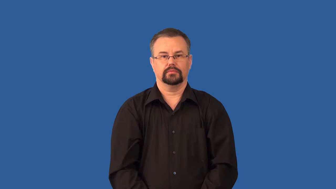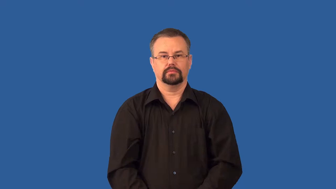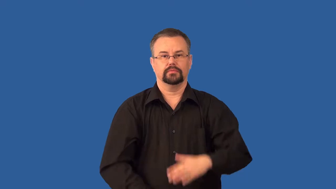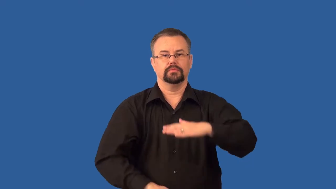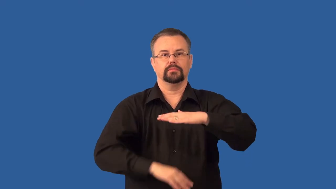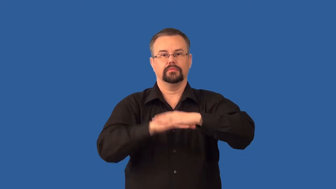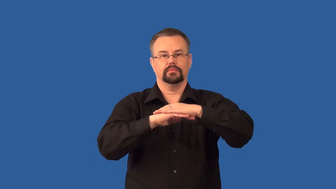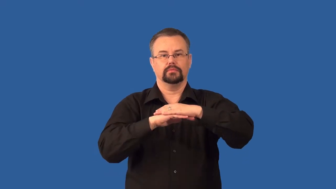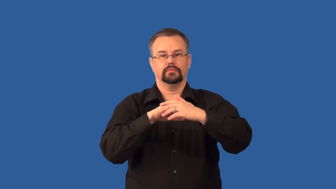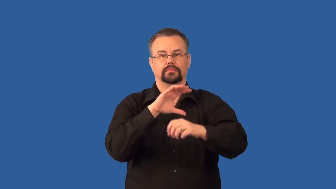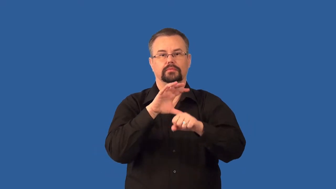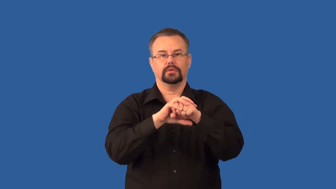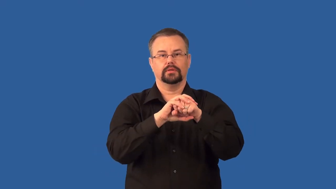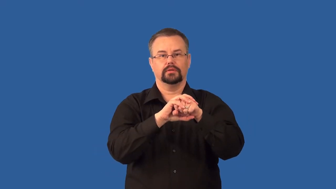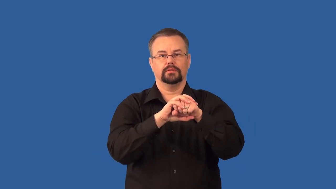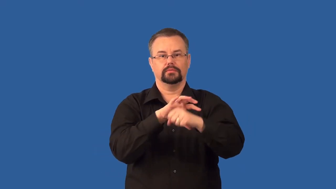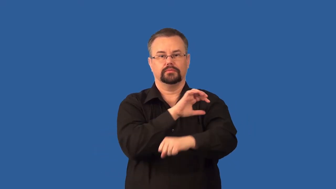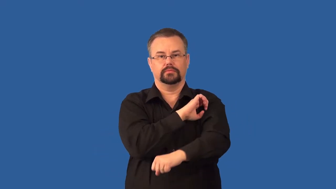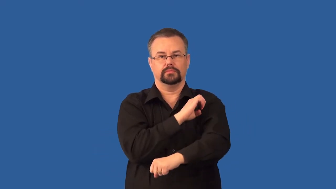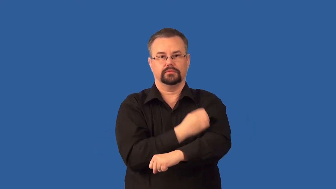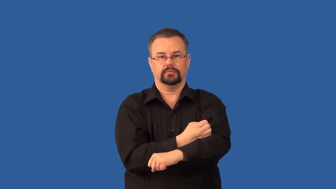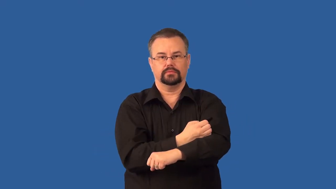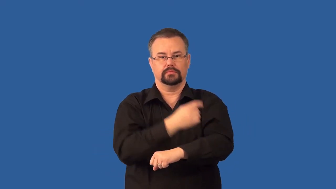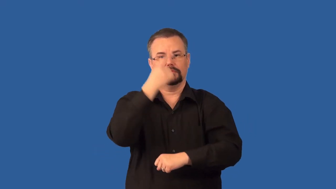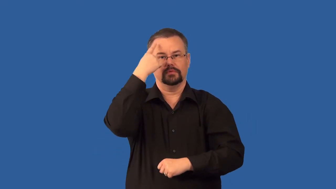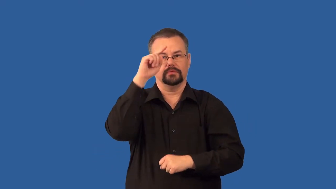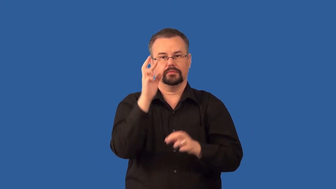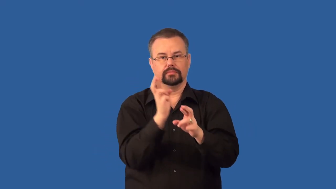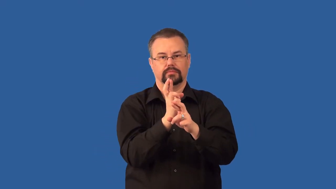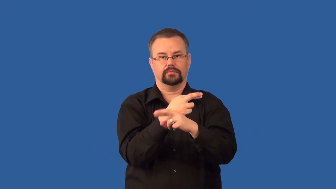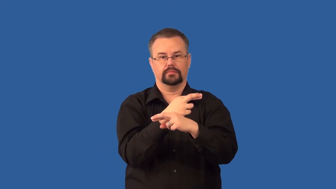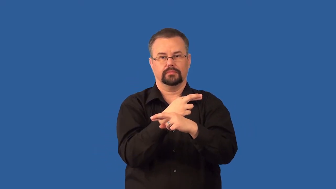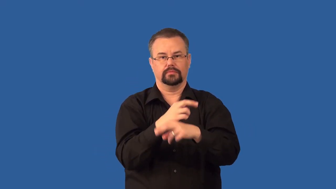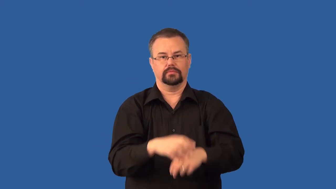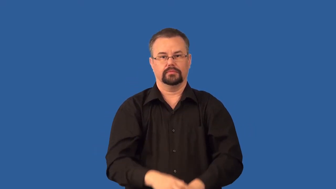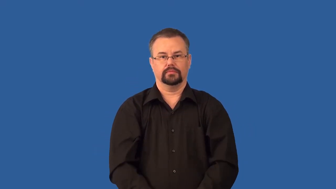critical-mass